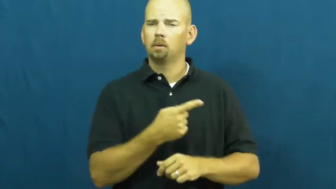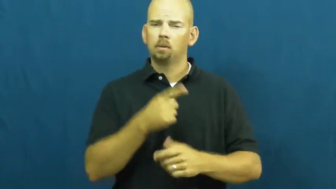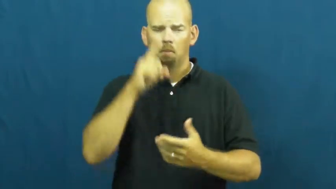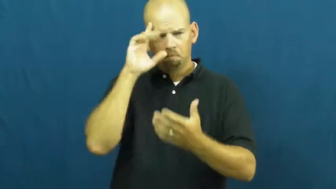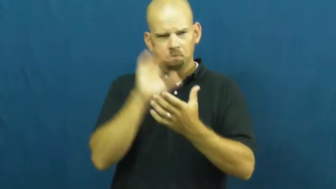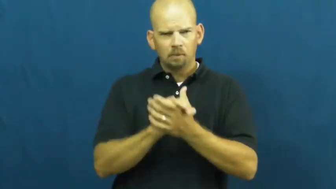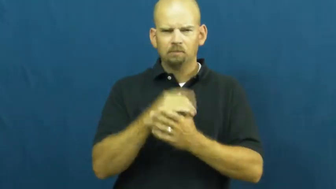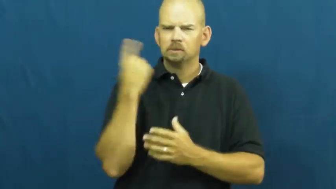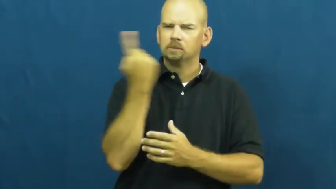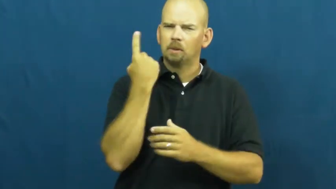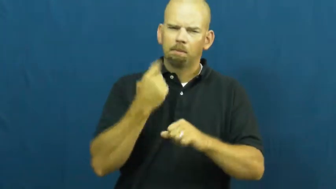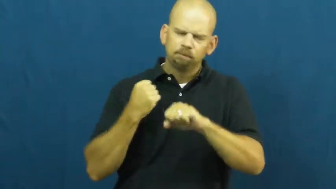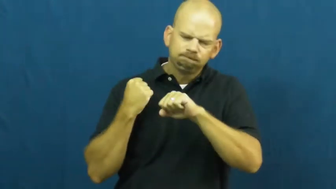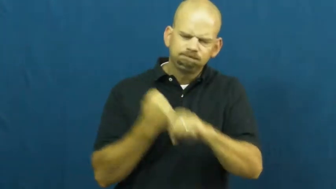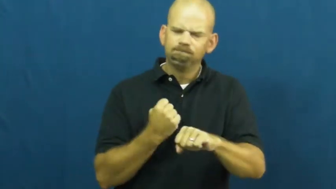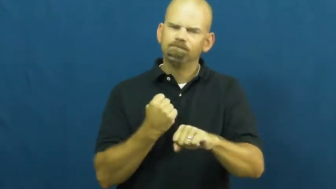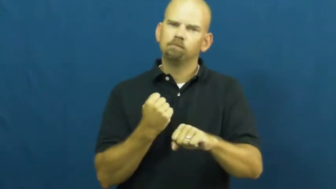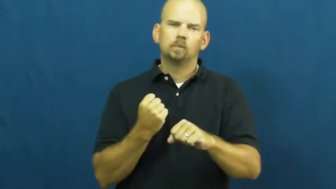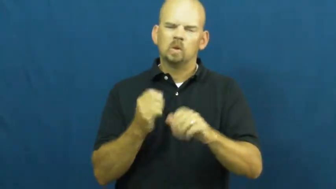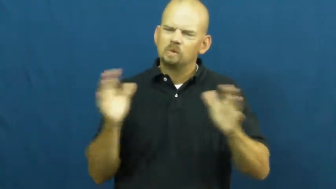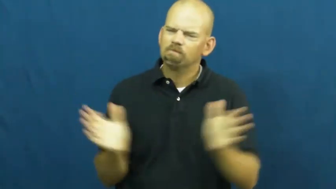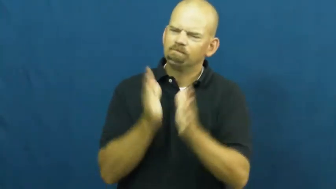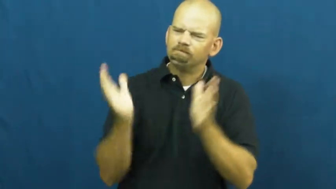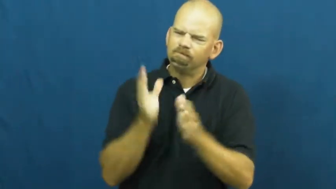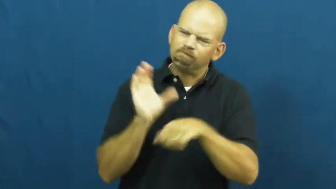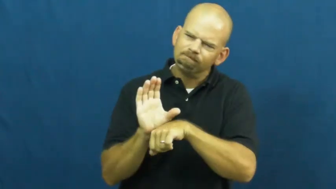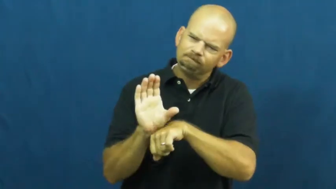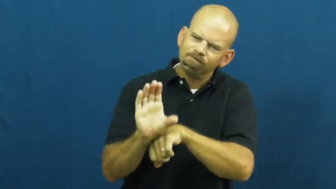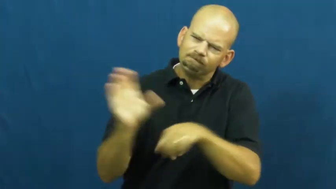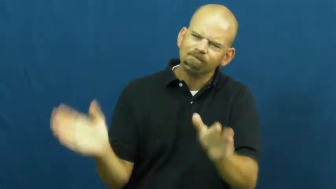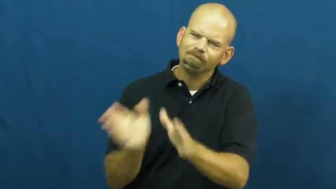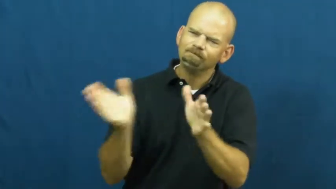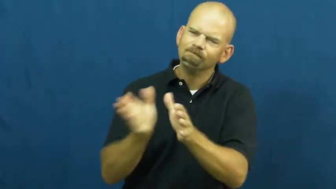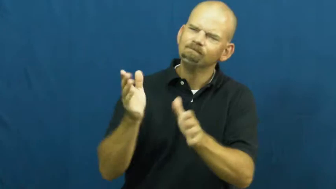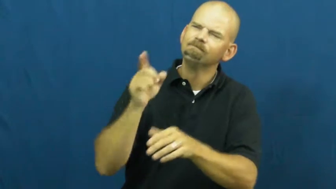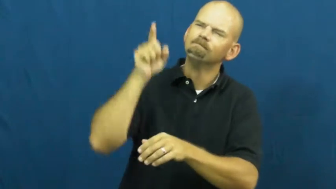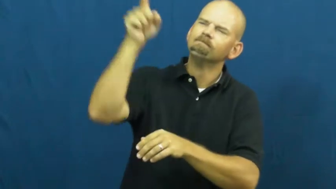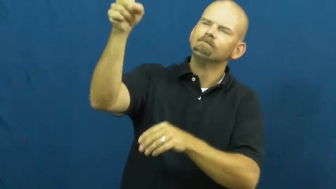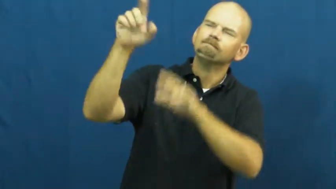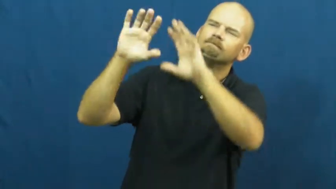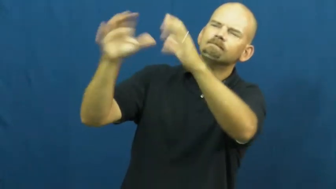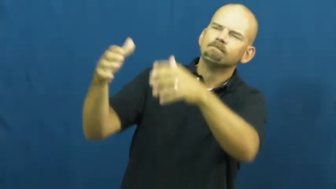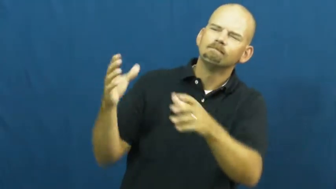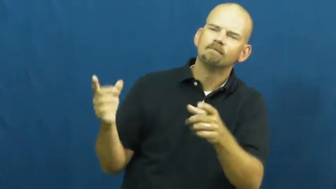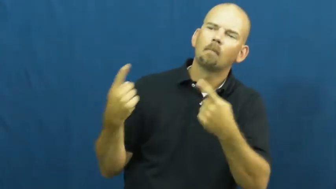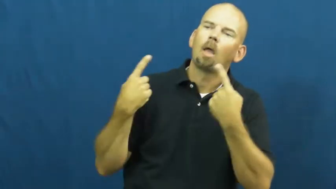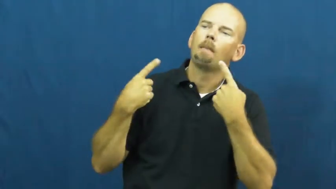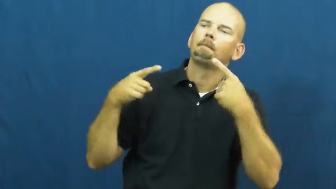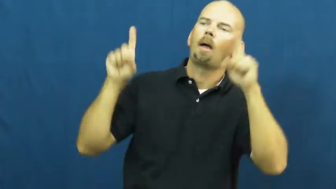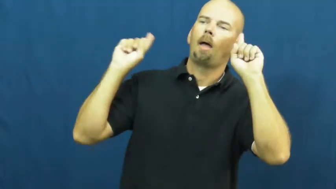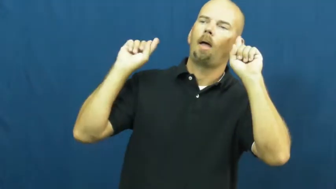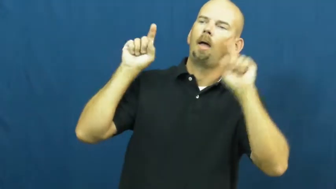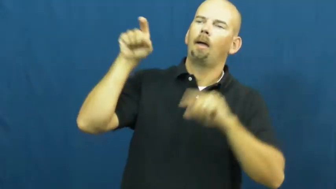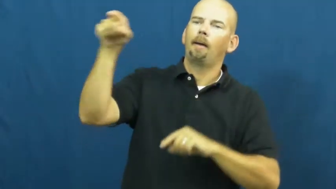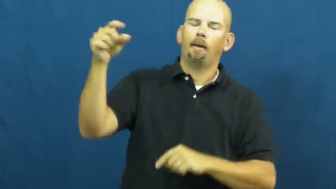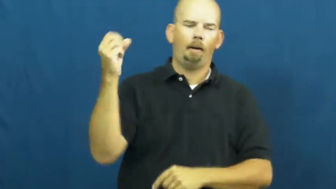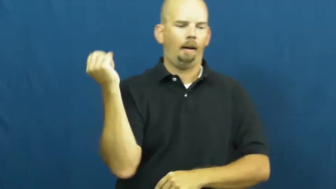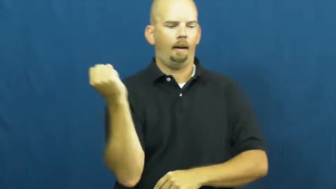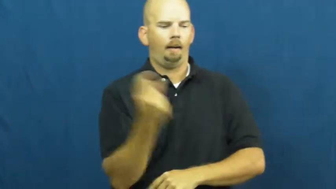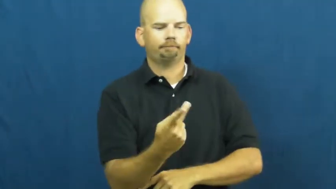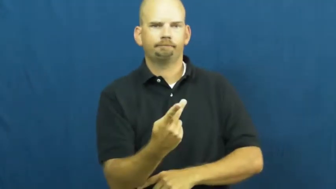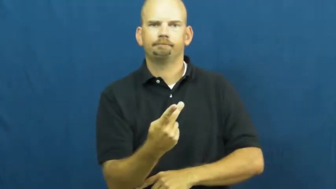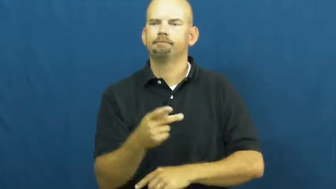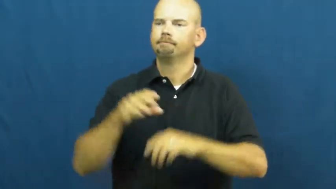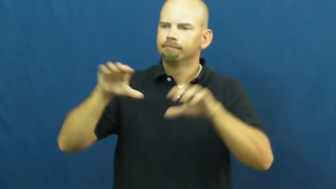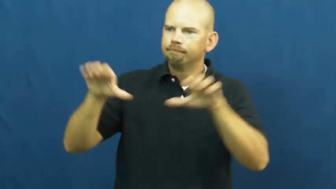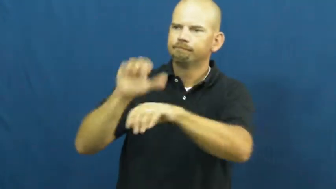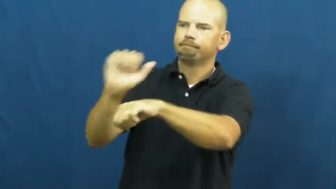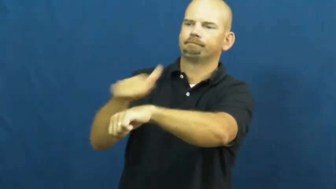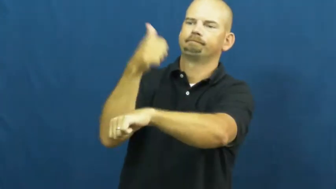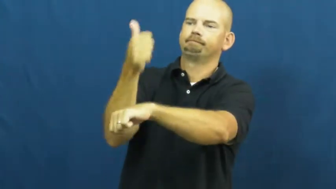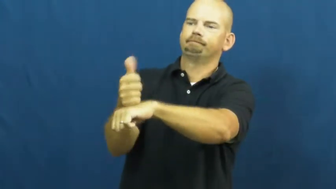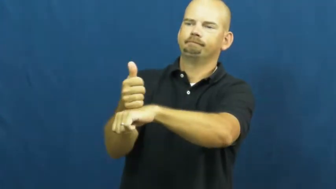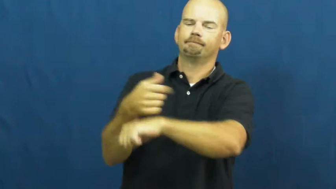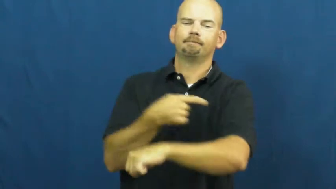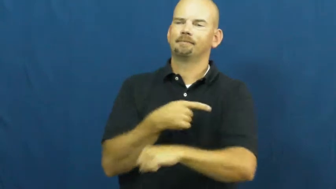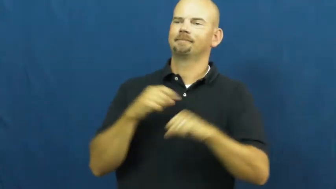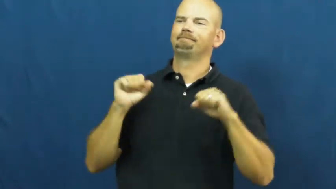vigor,elan